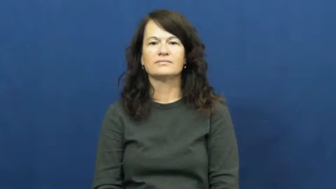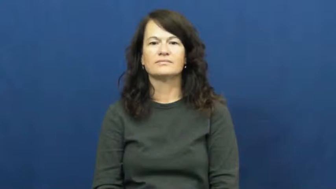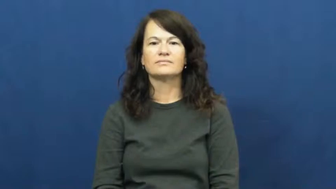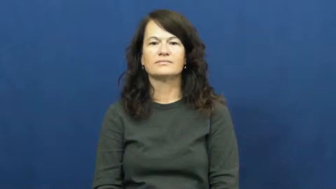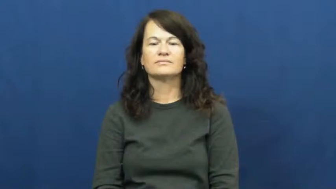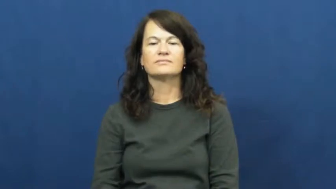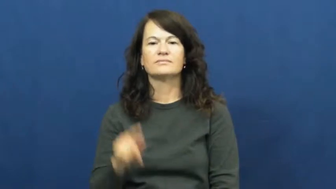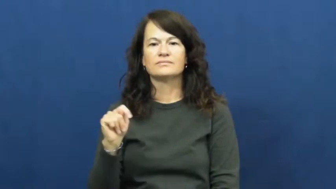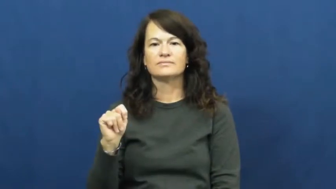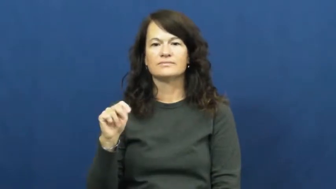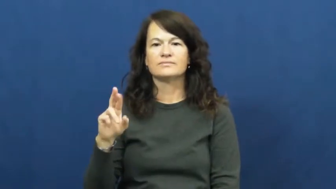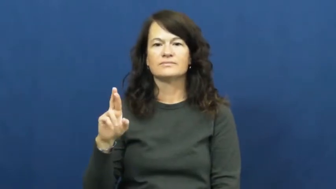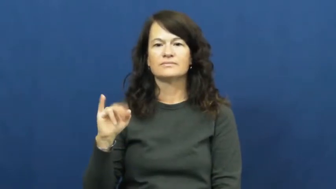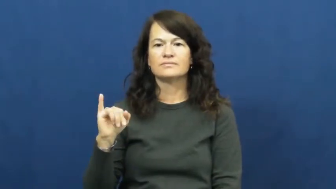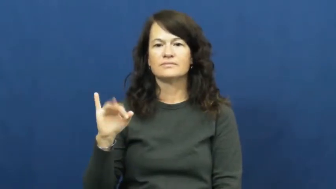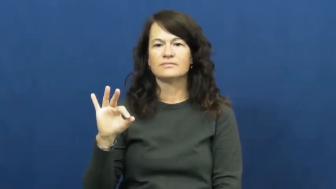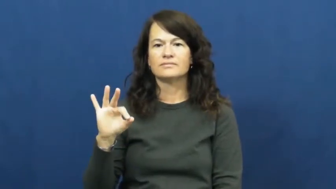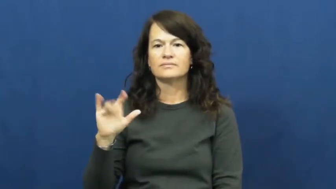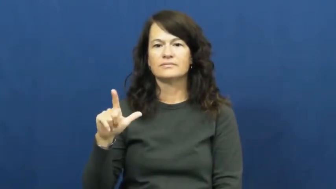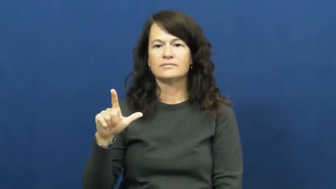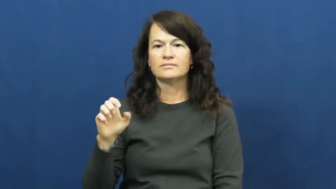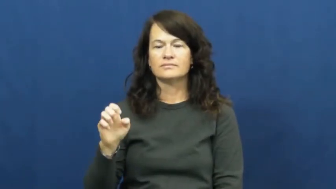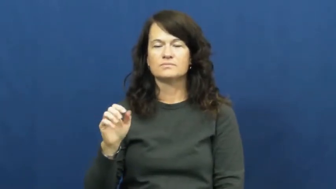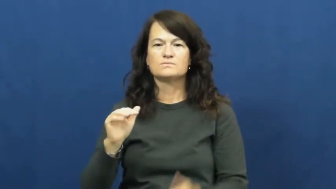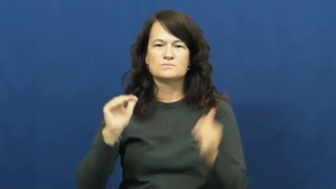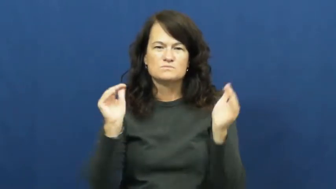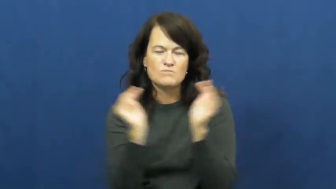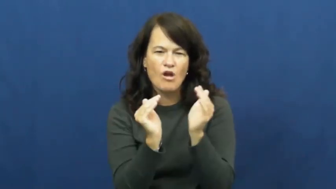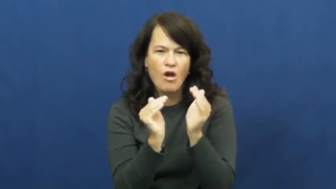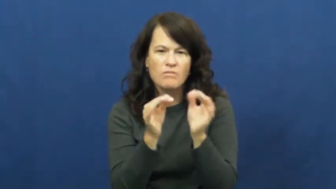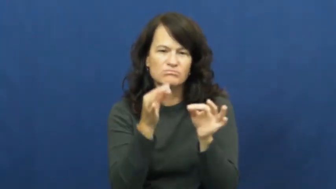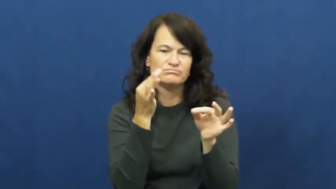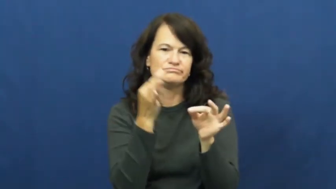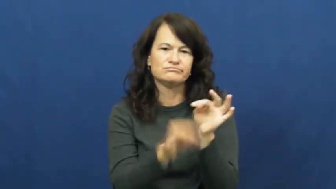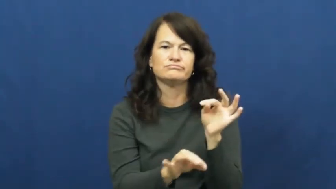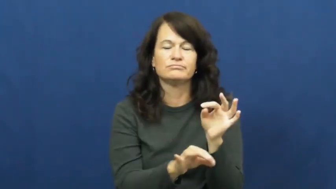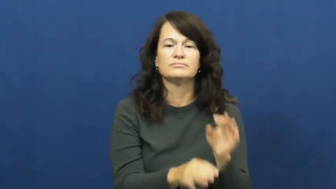trifle